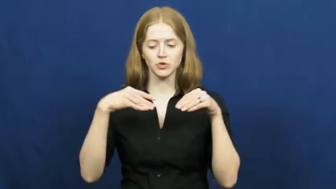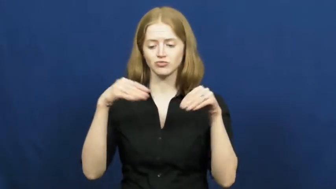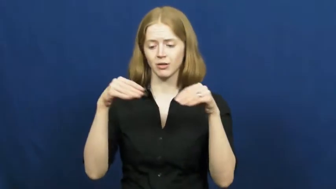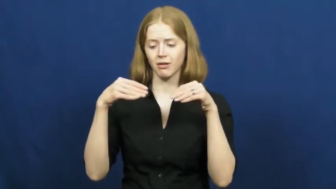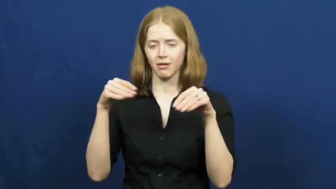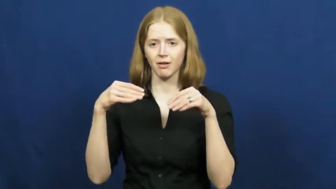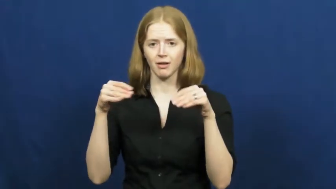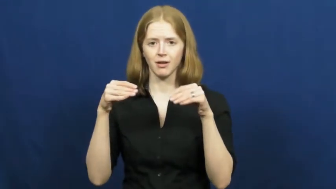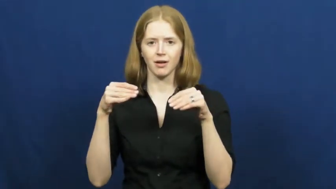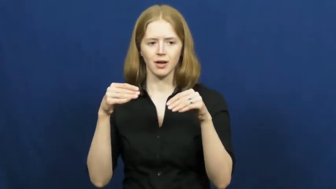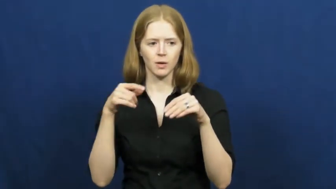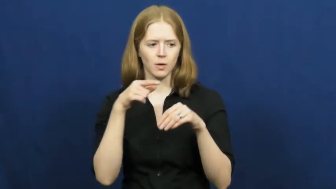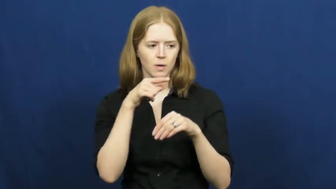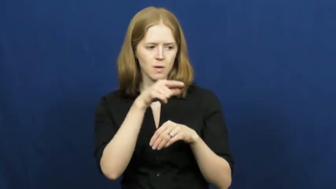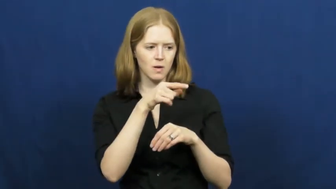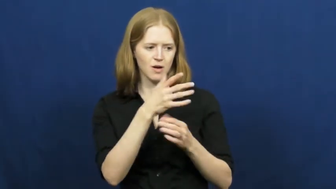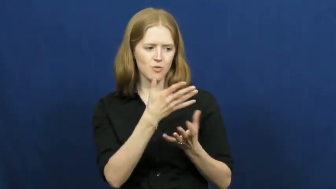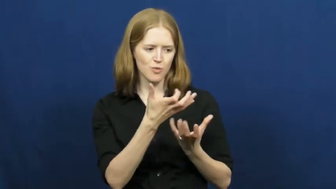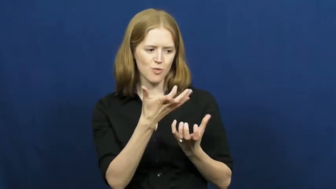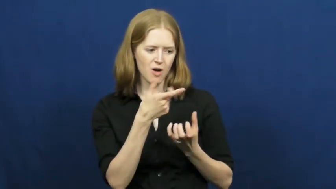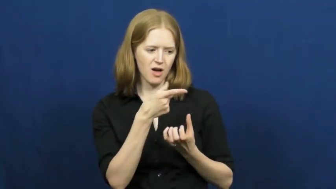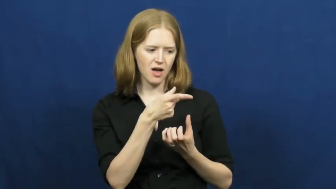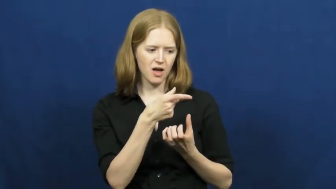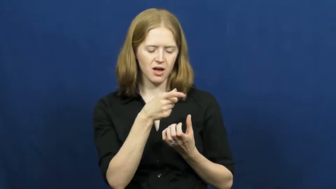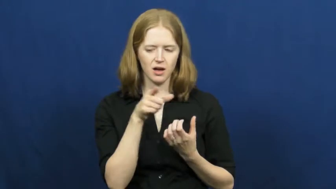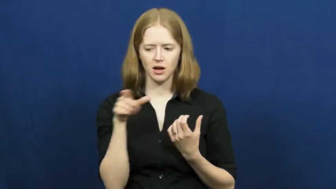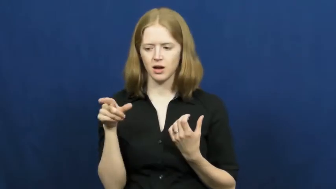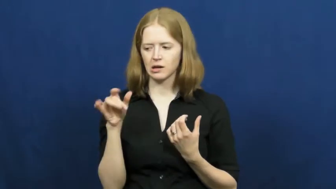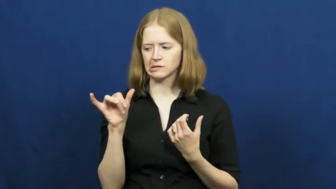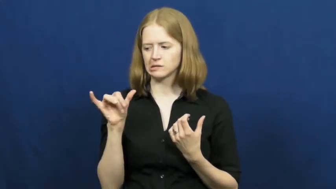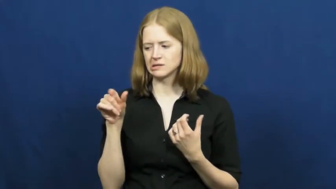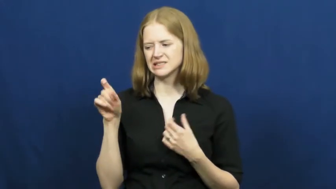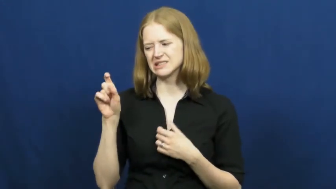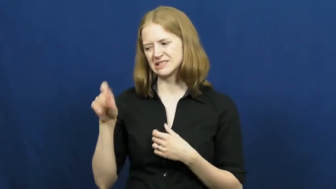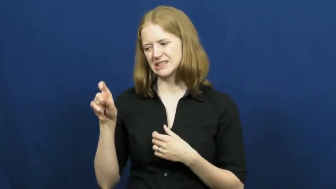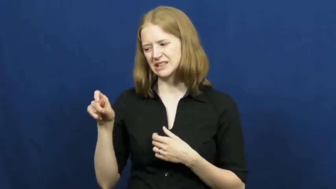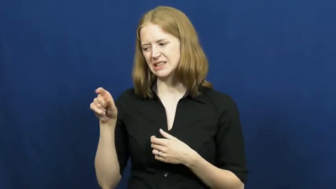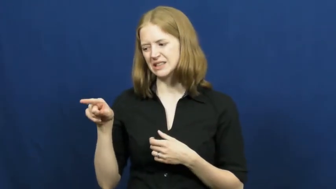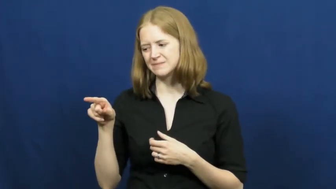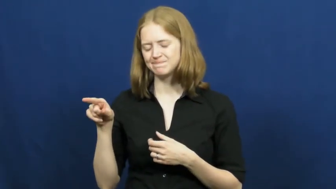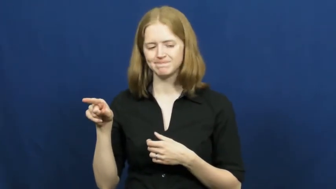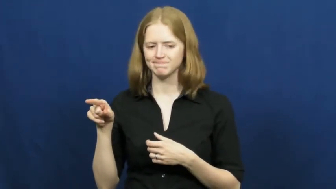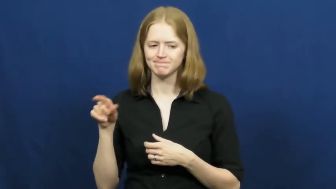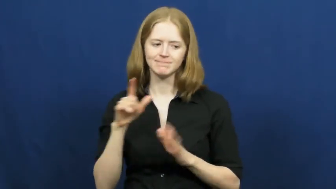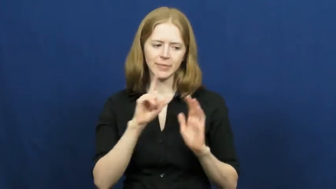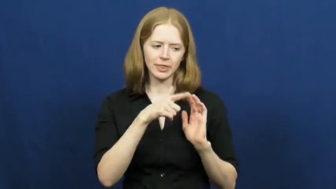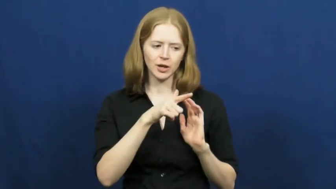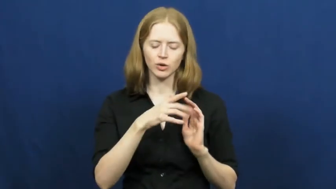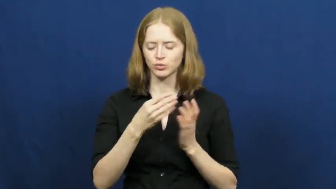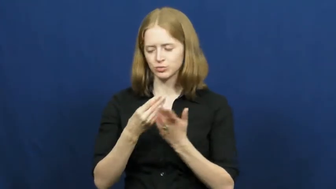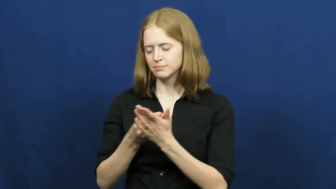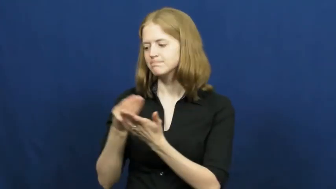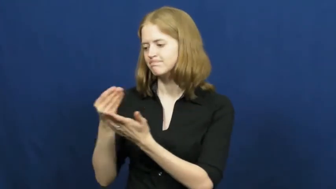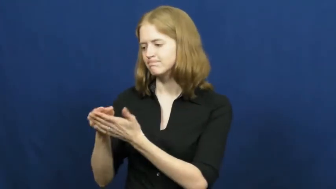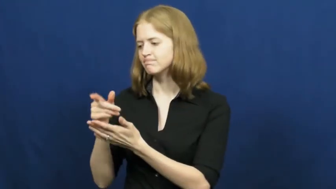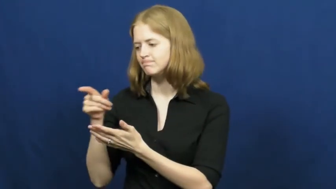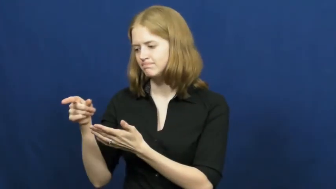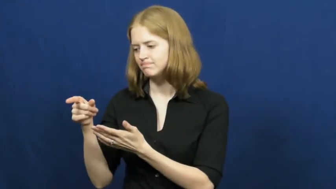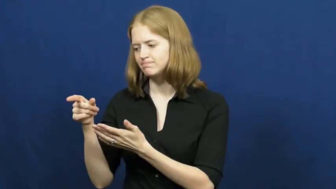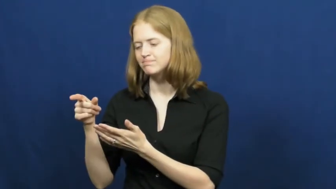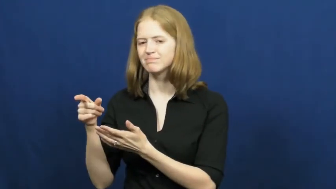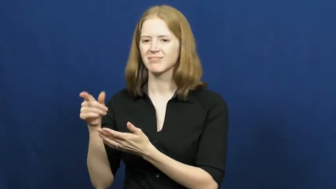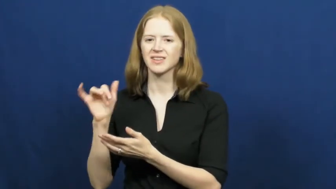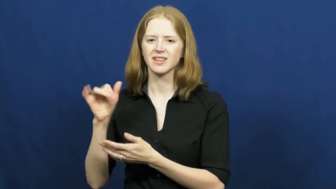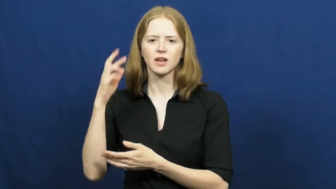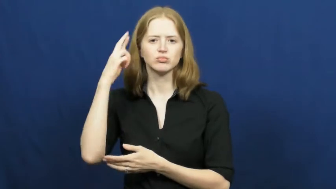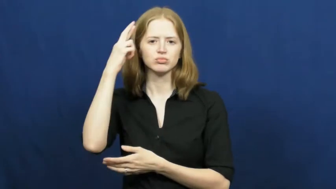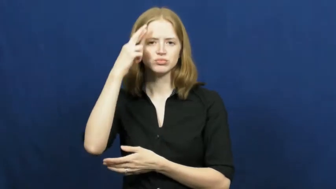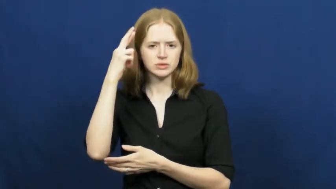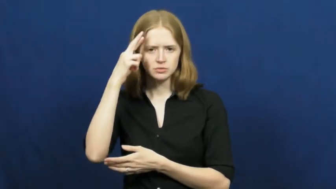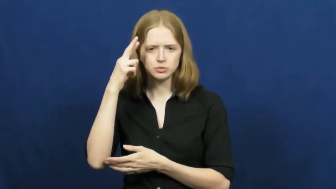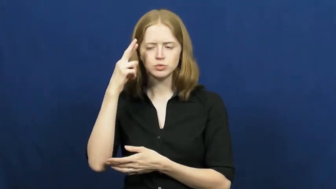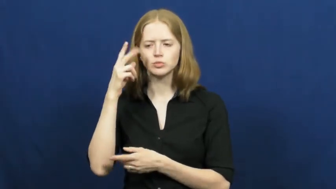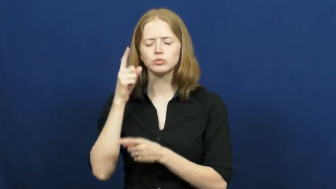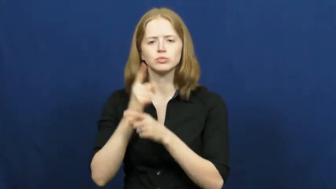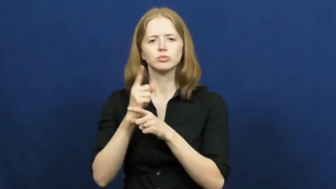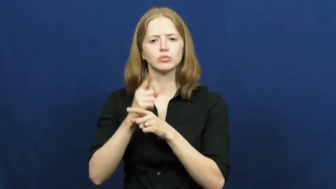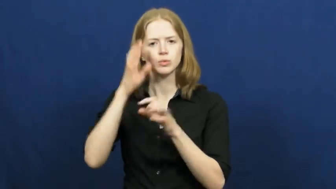practical,earthbound,earthy